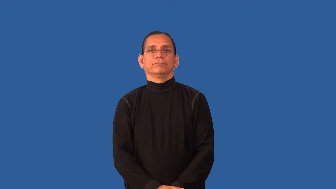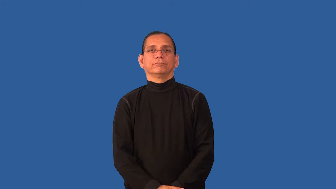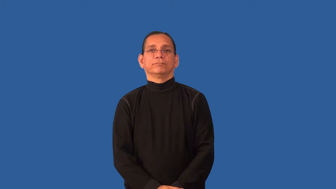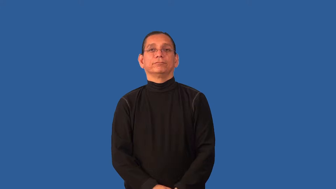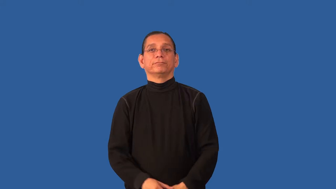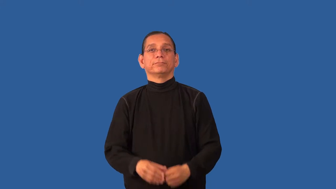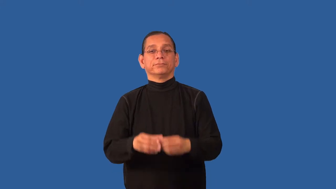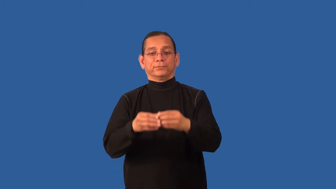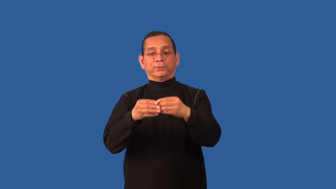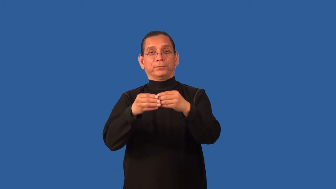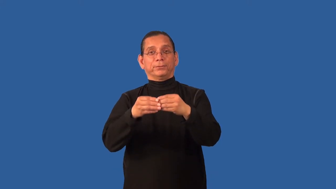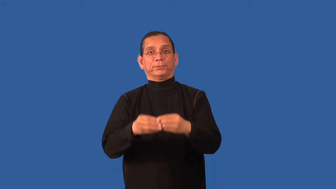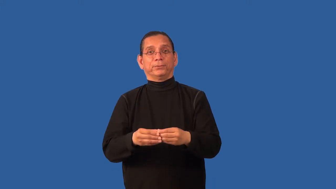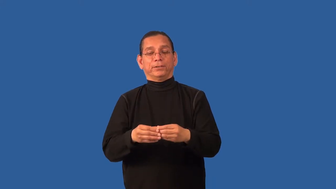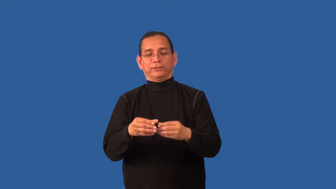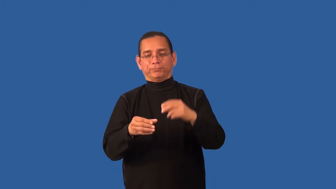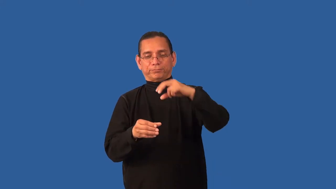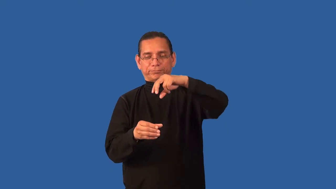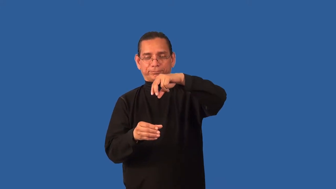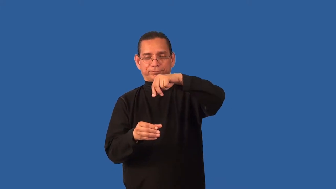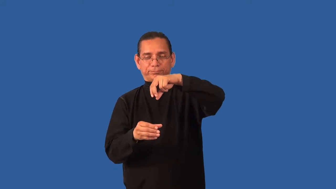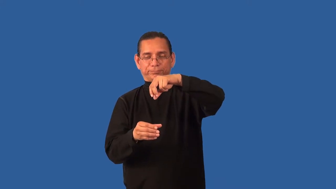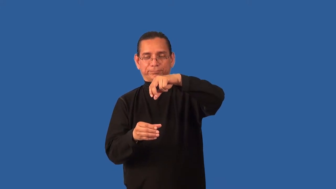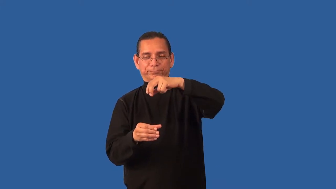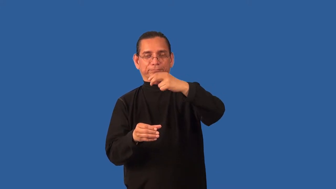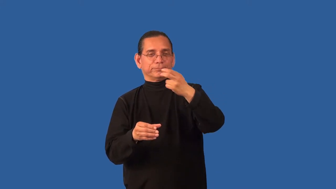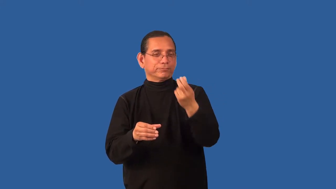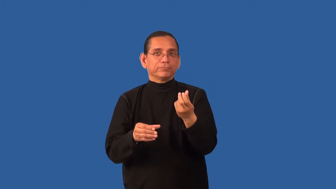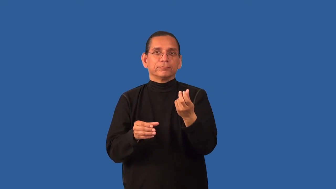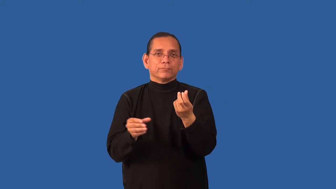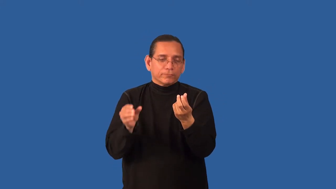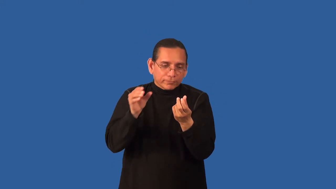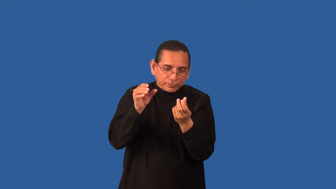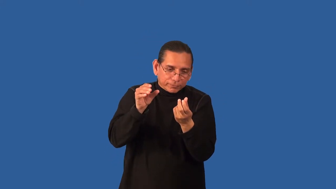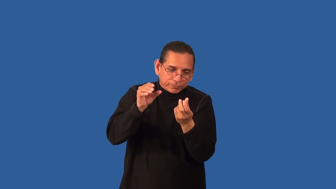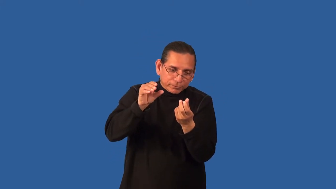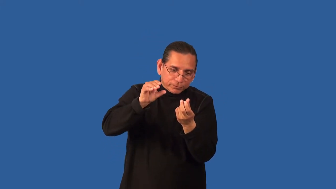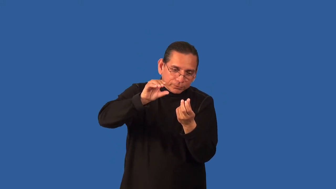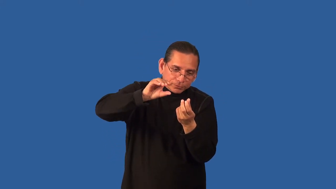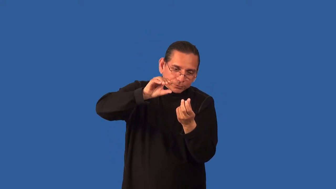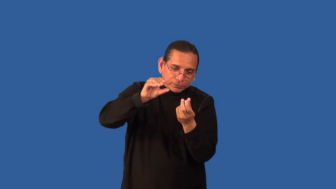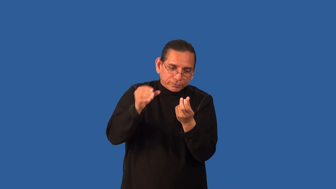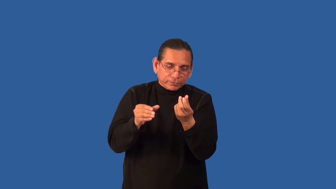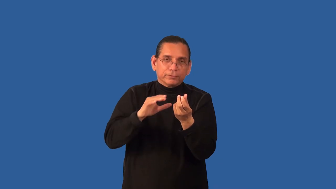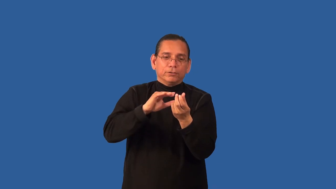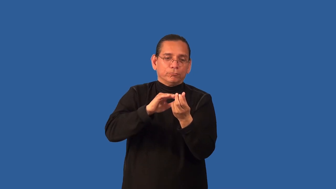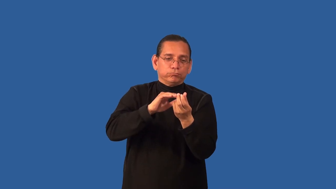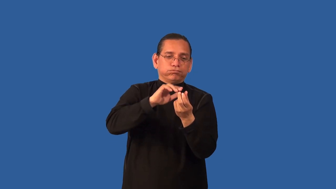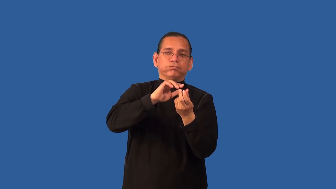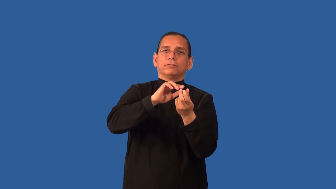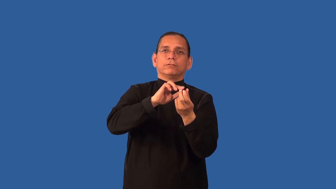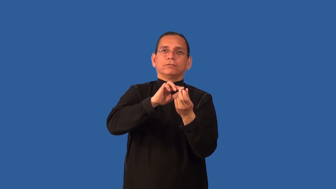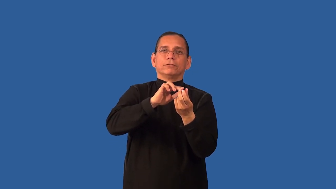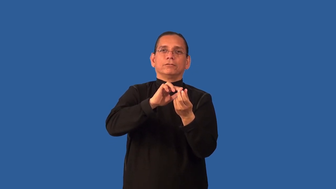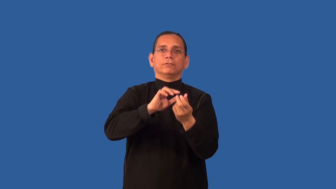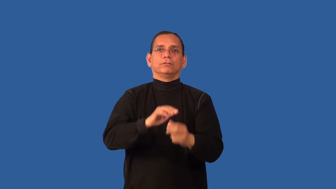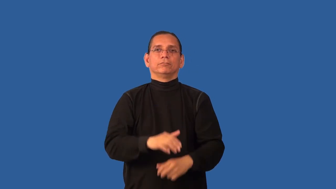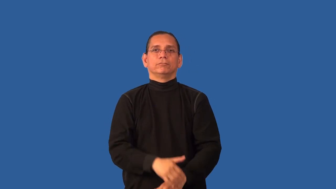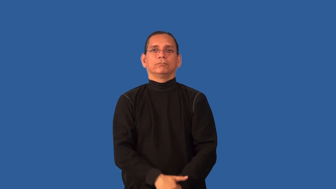capful